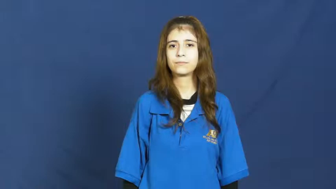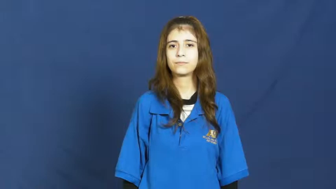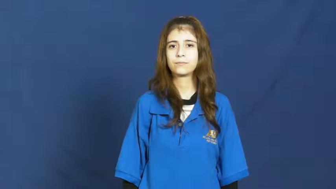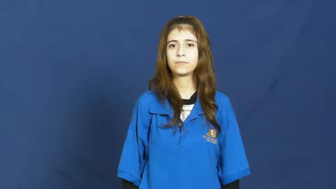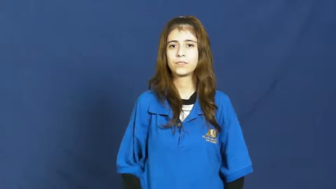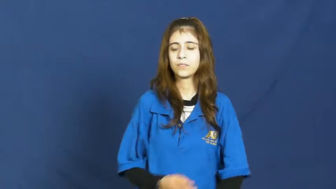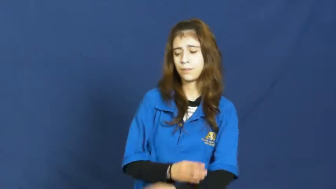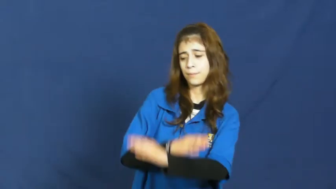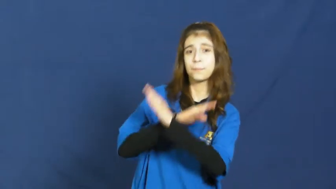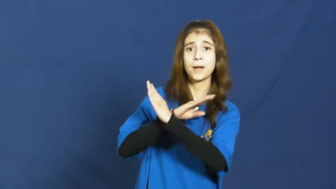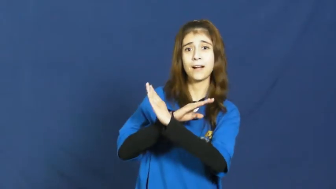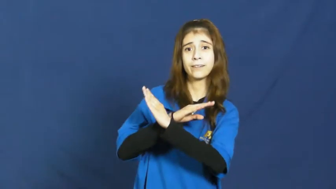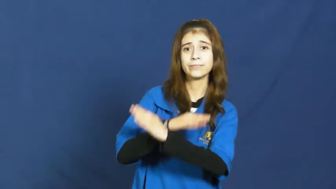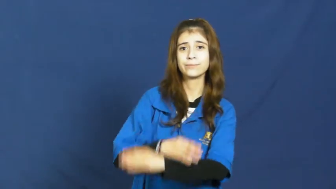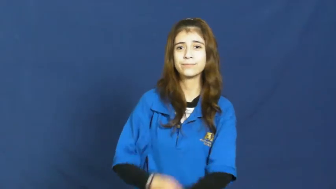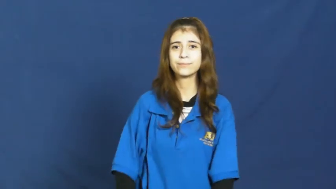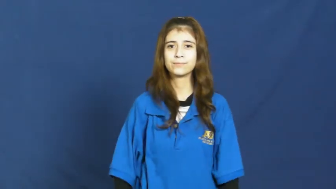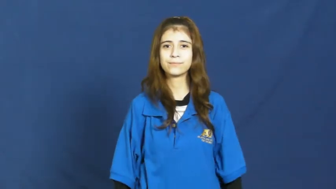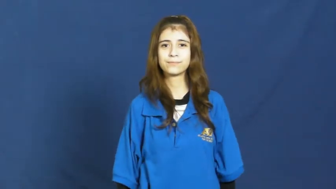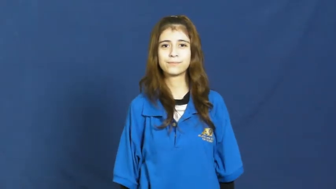inhibit,impede,obstruct,hinder,hamper,halter,inimical,logjam,millstone,bond